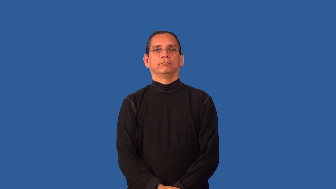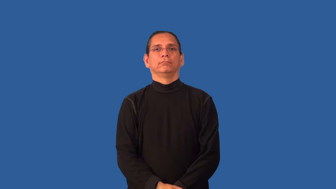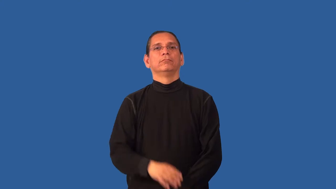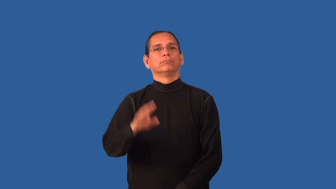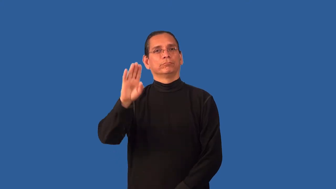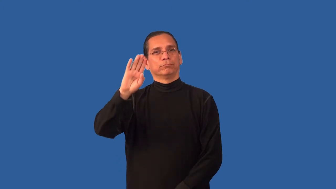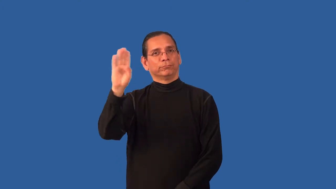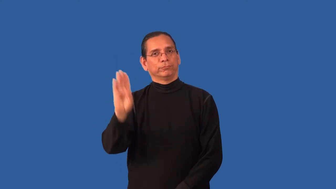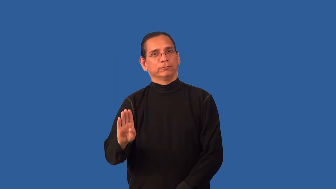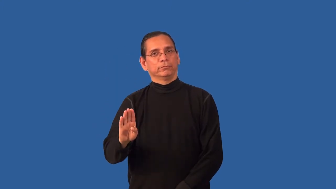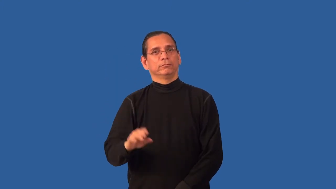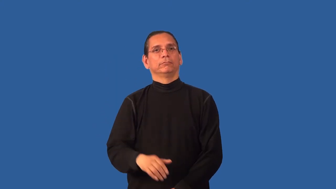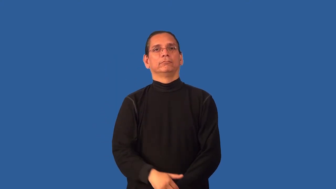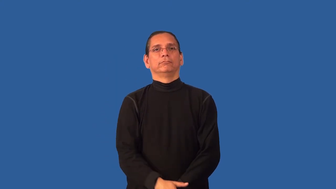brazil,brazilian